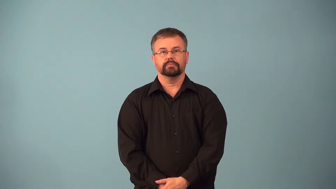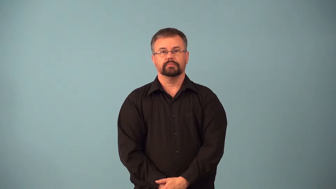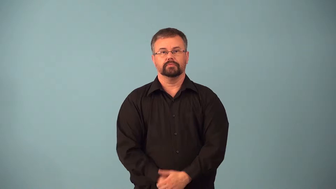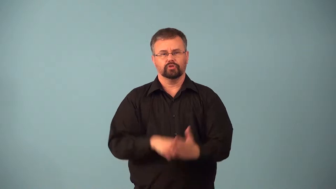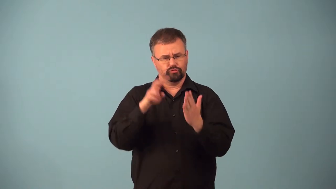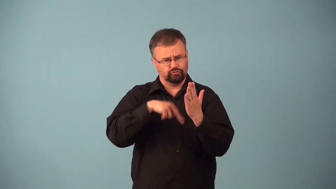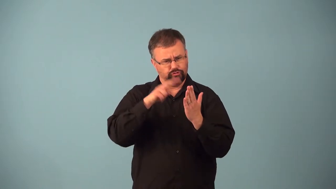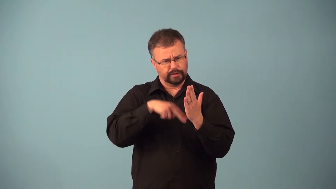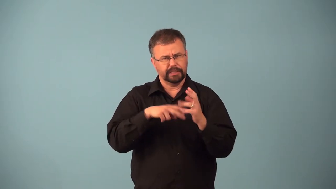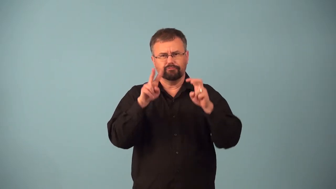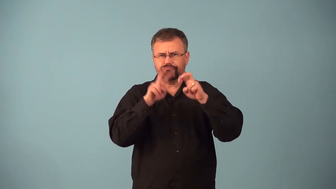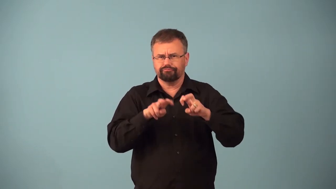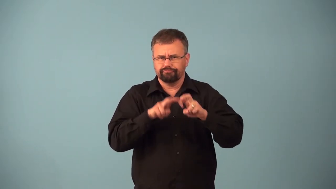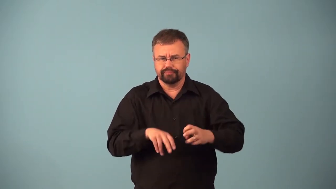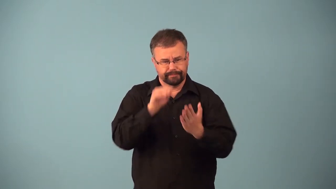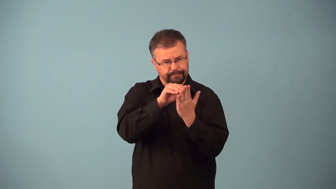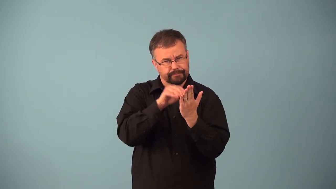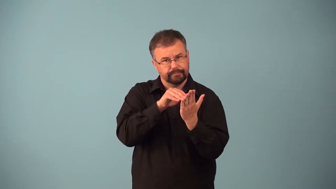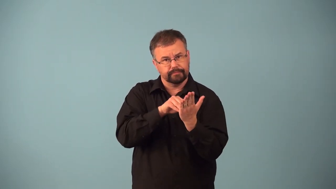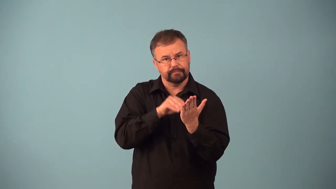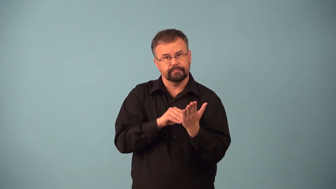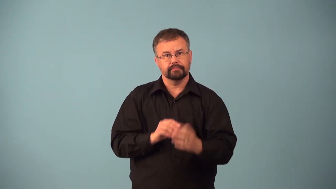annotate